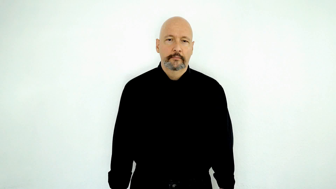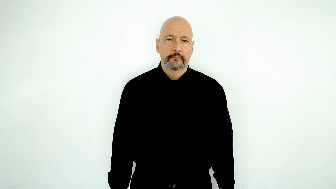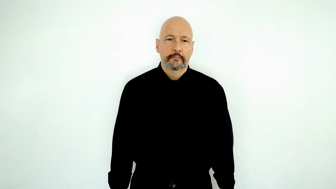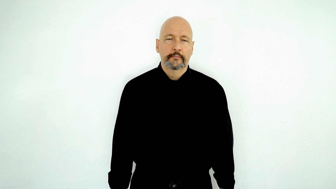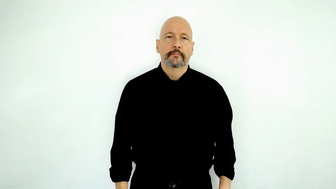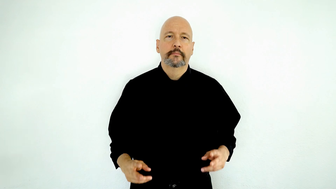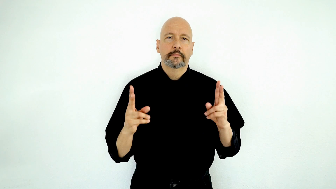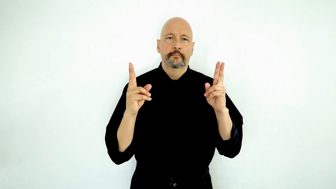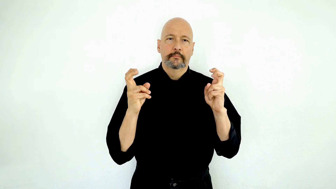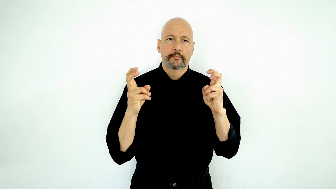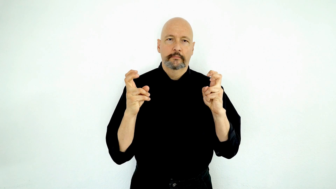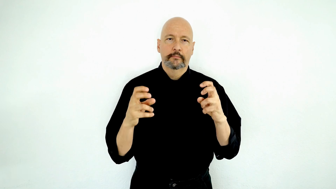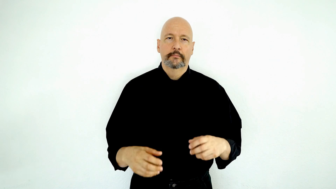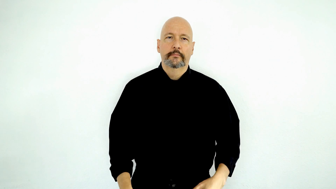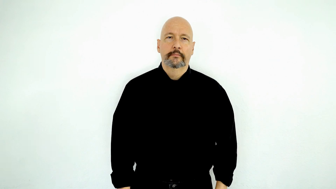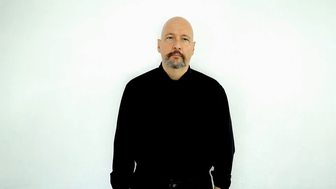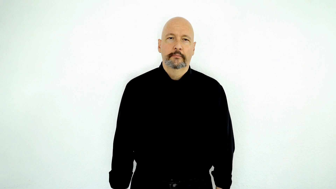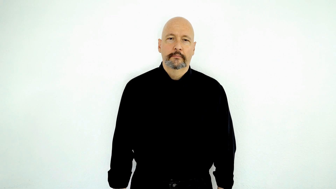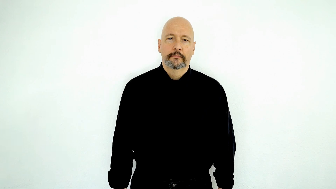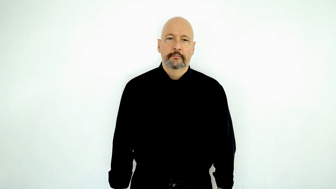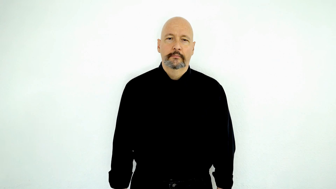regarding [TOPIC]